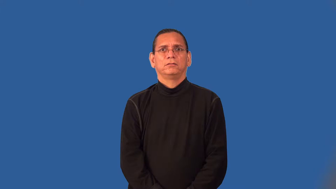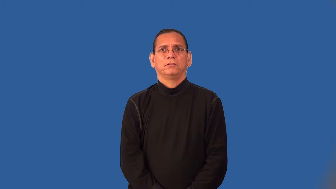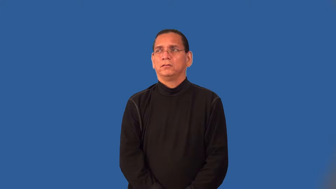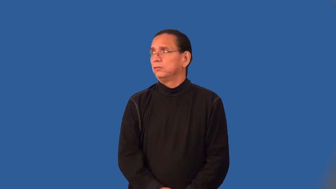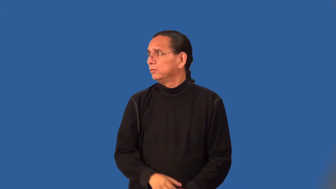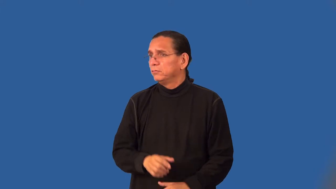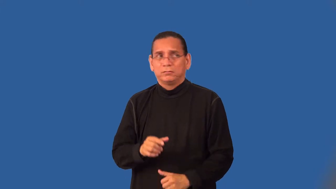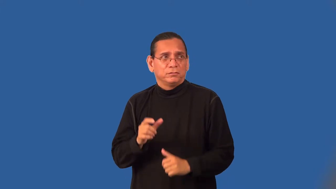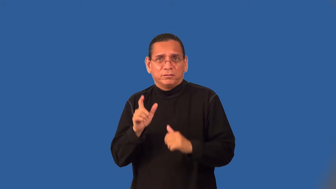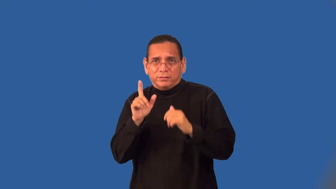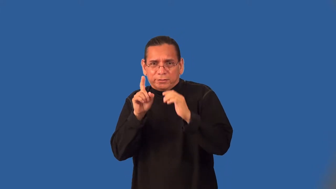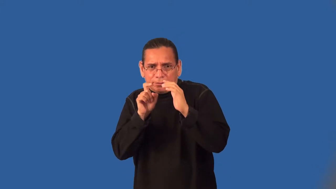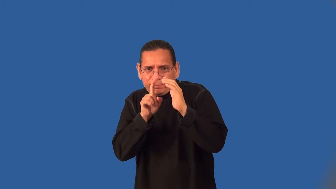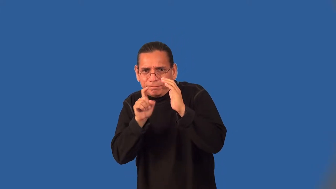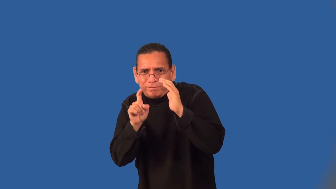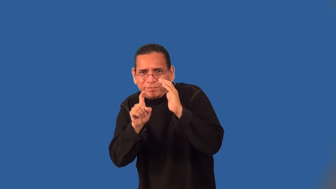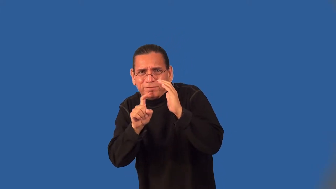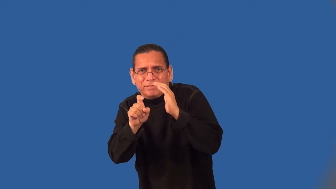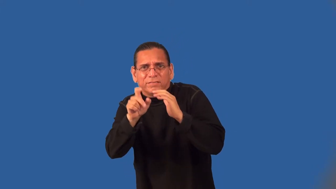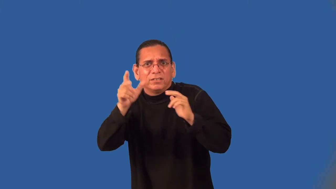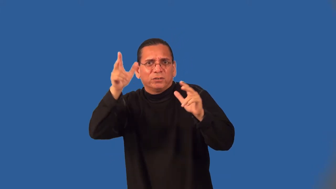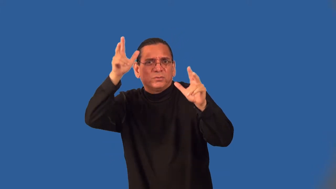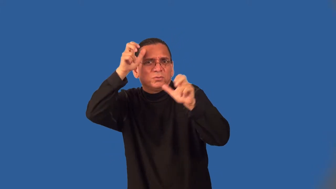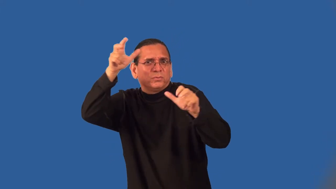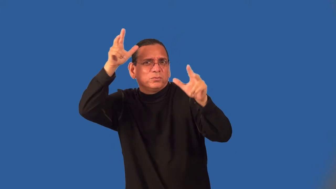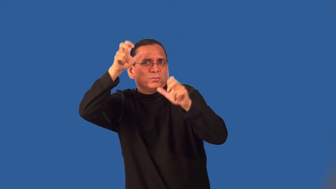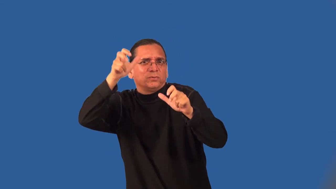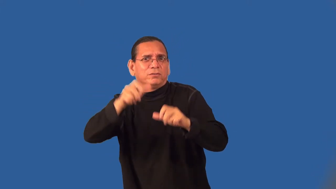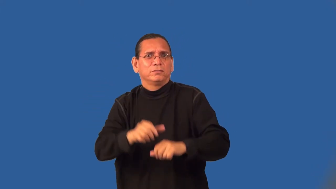skulk